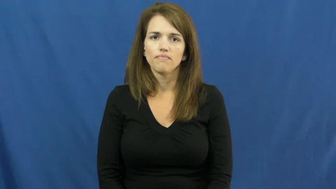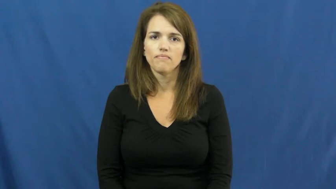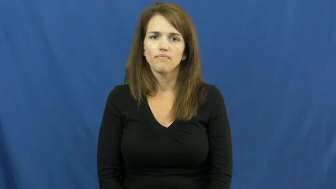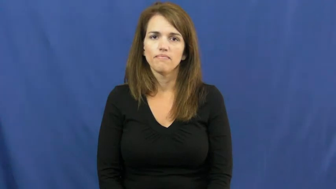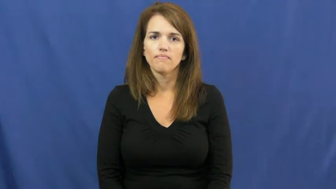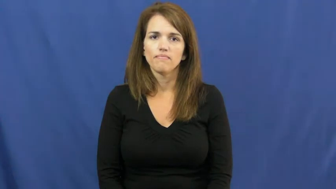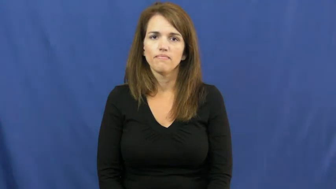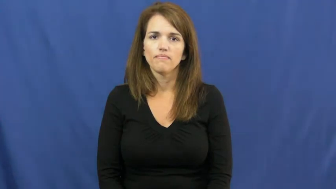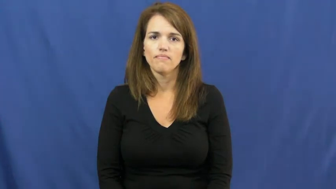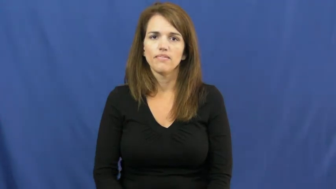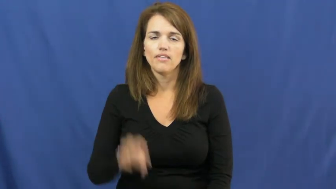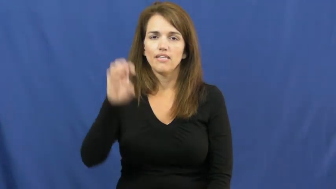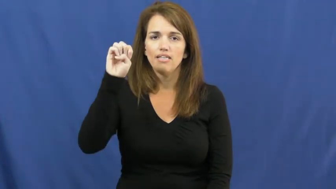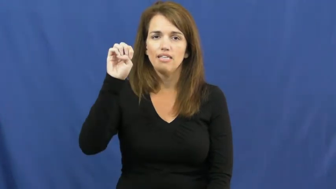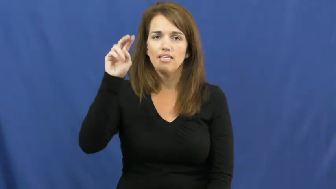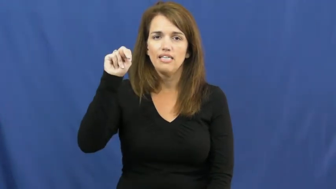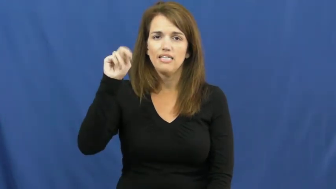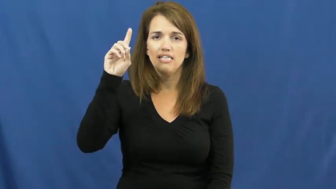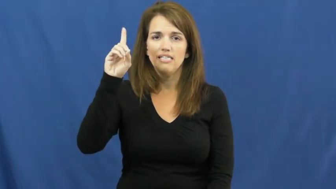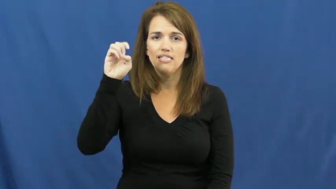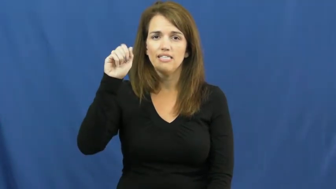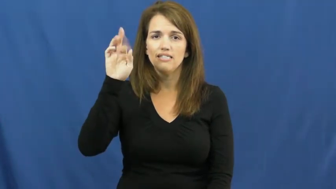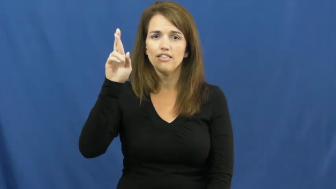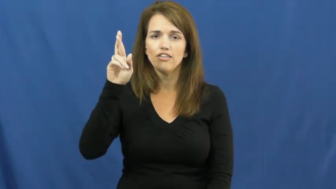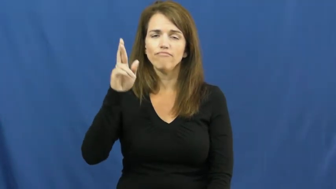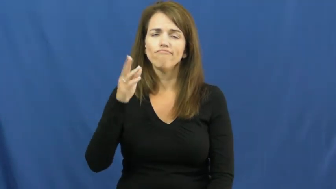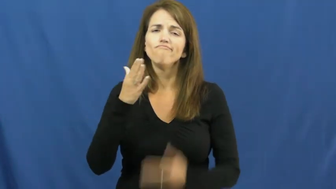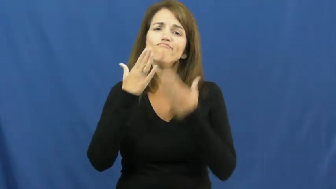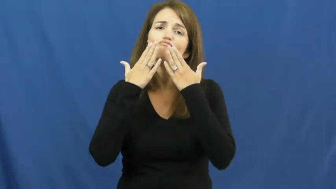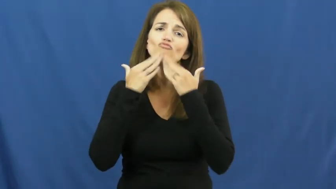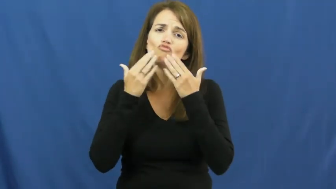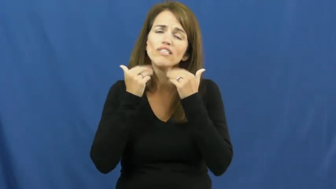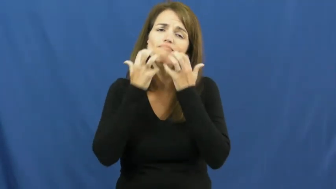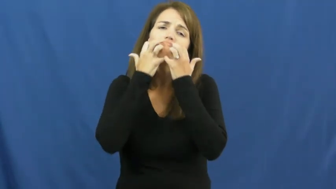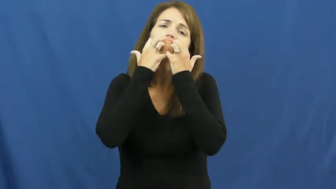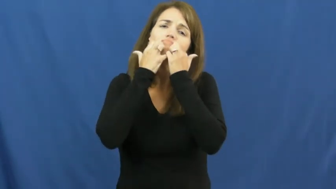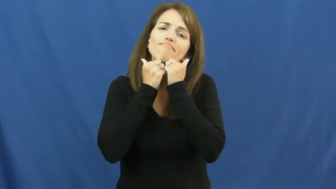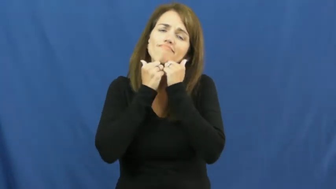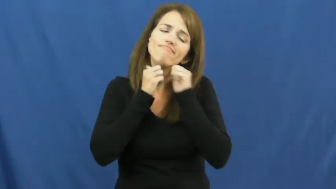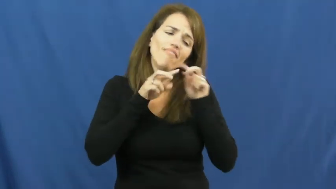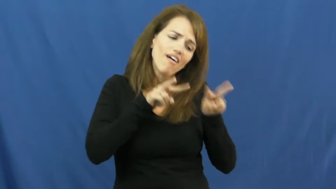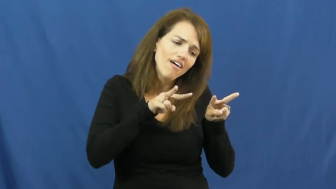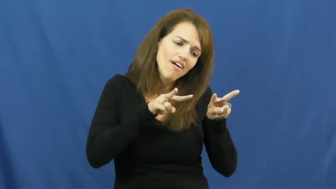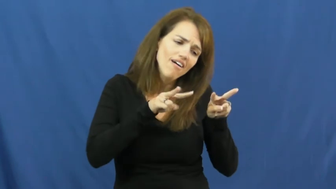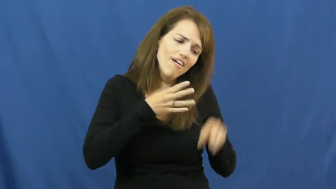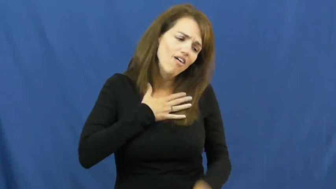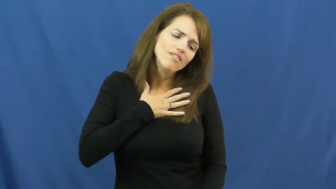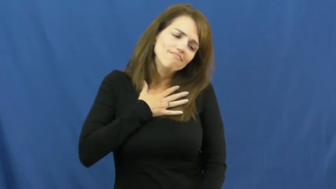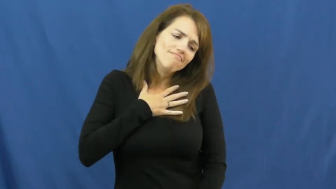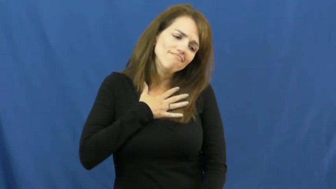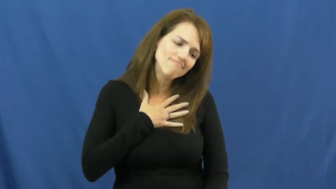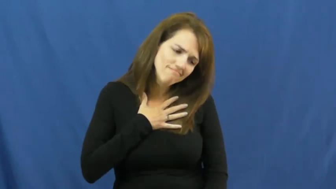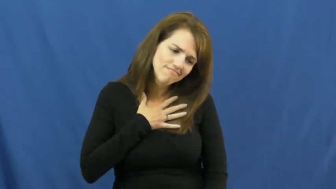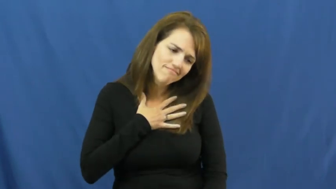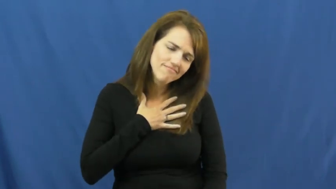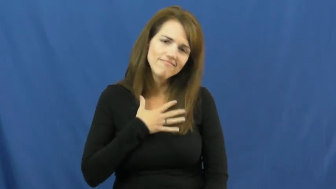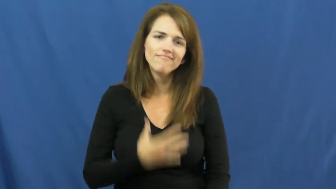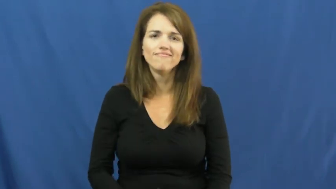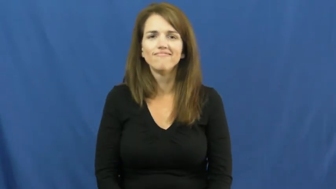endear